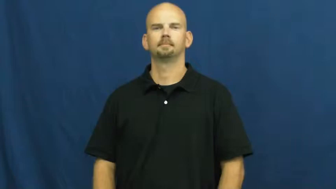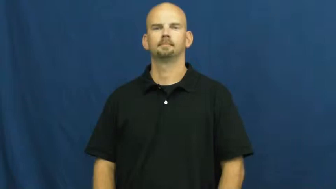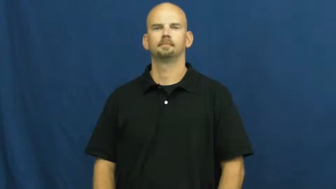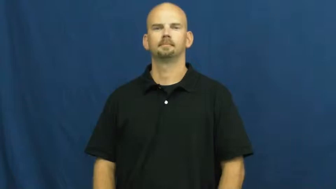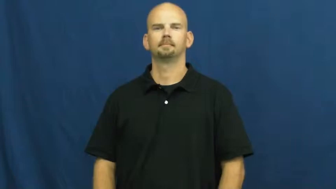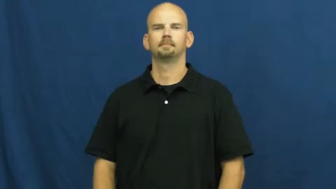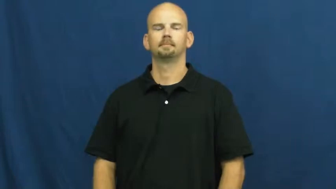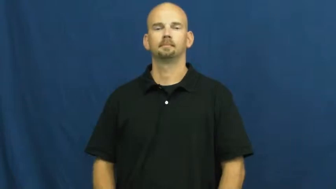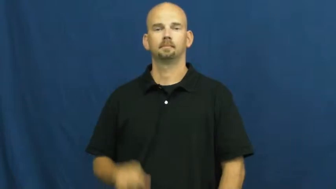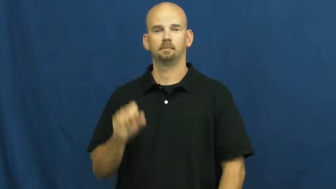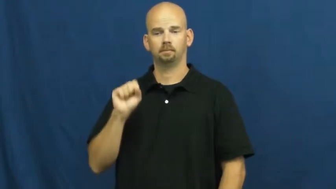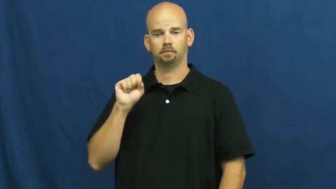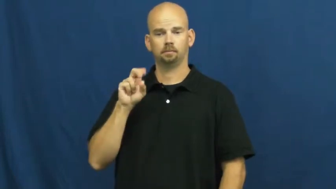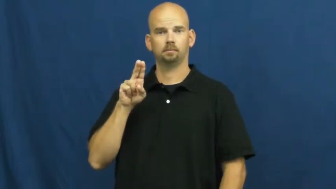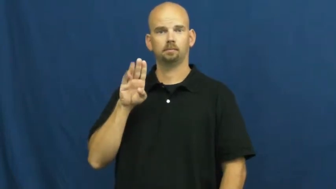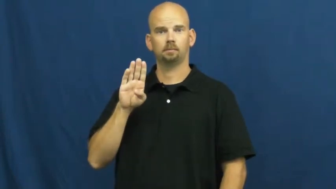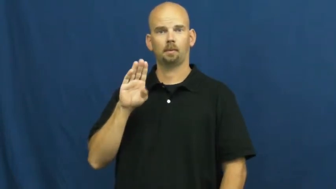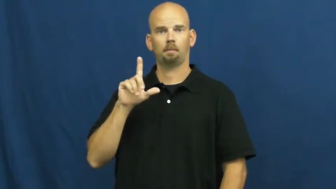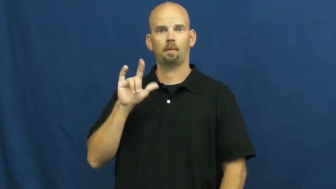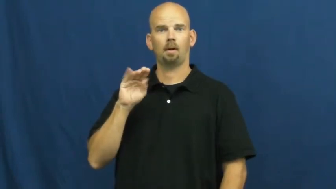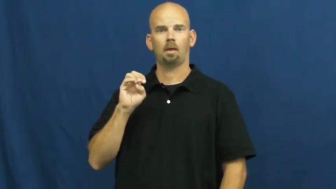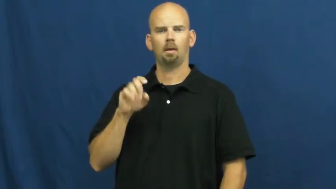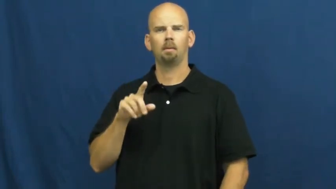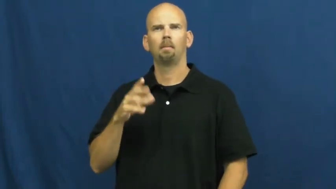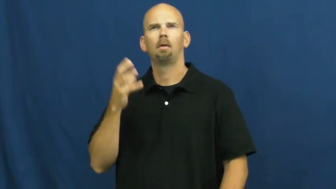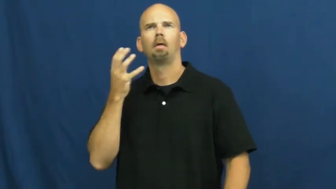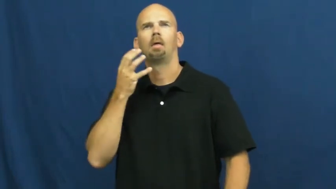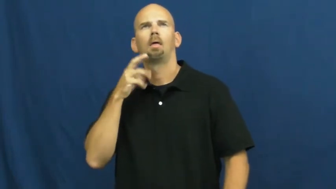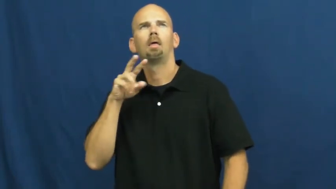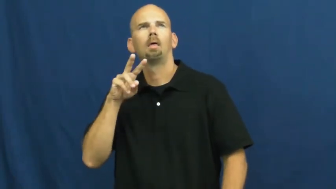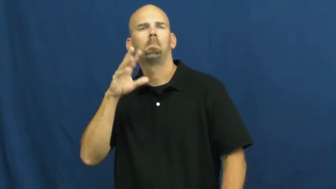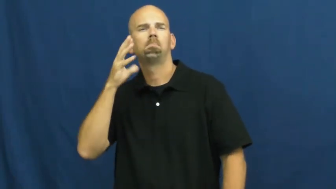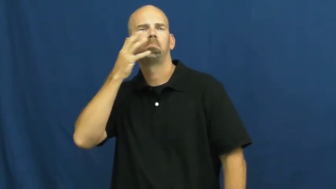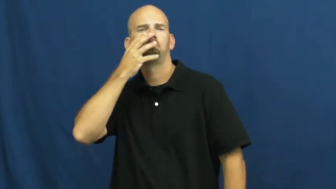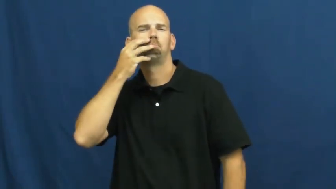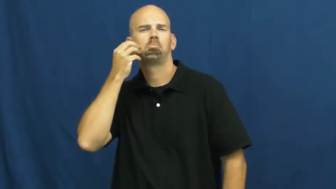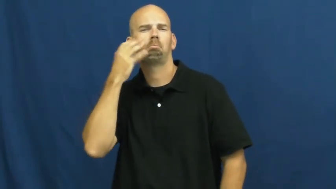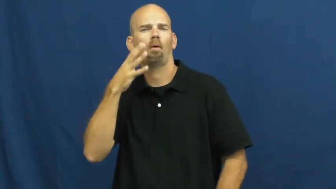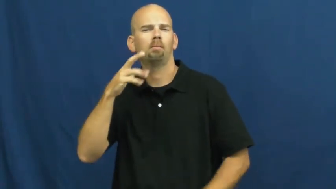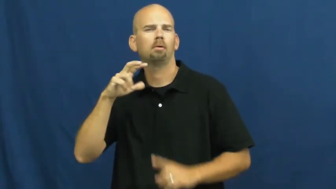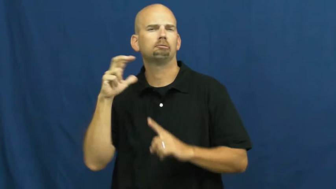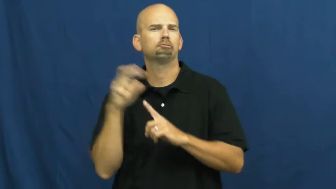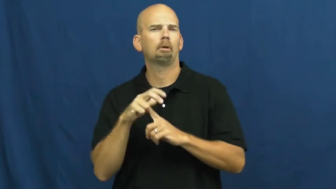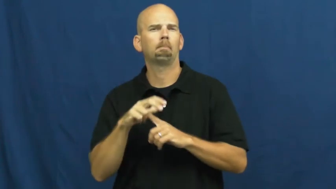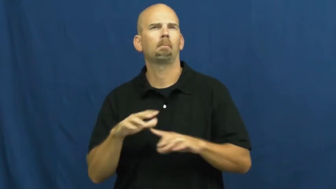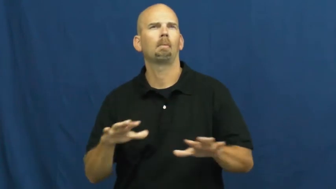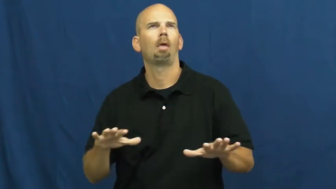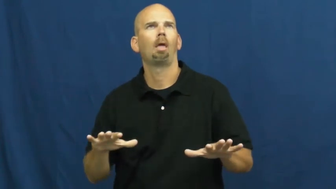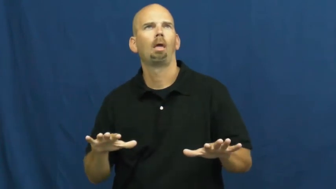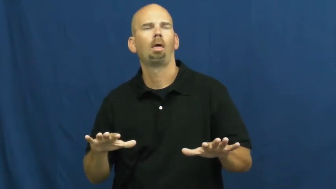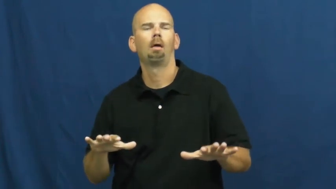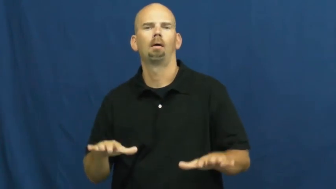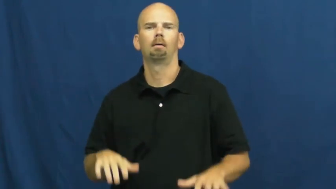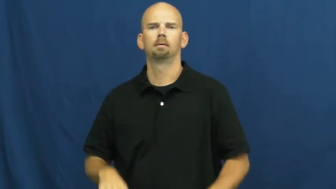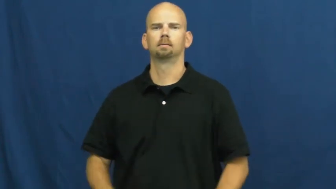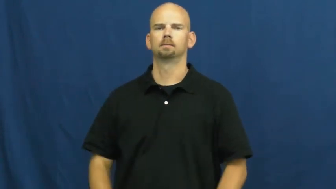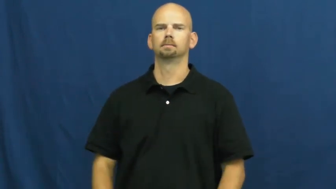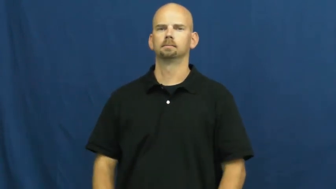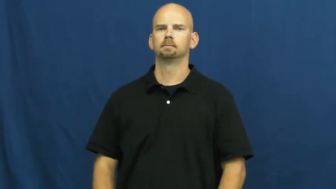sublime